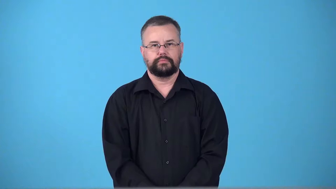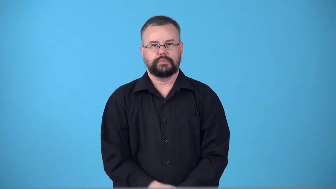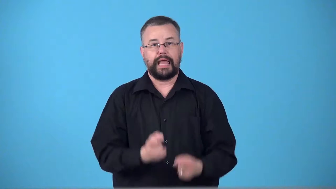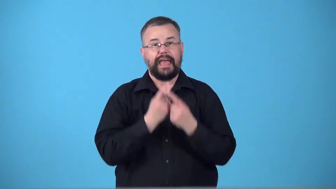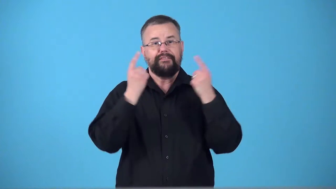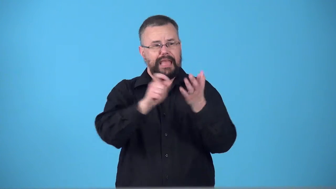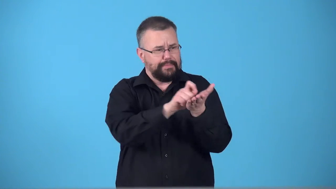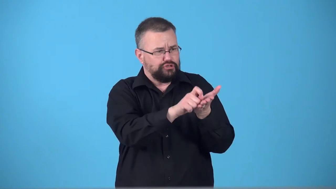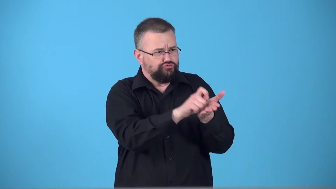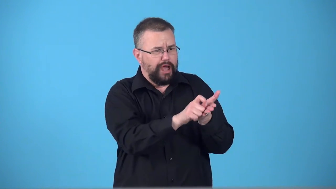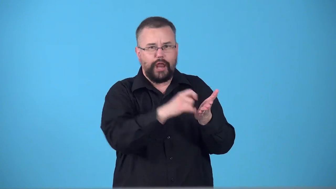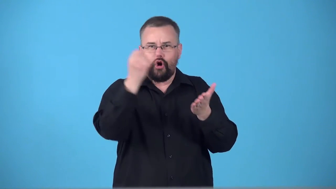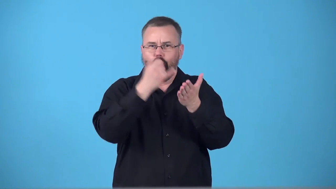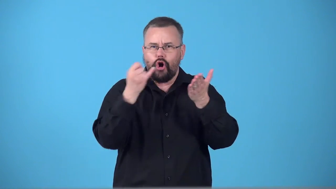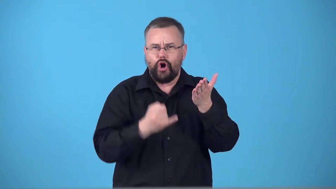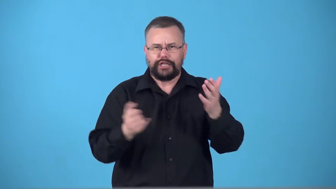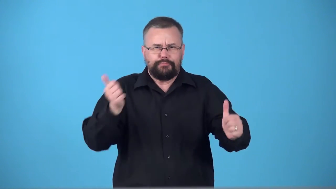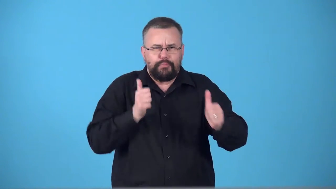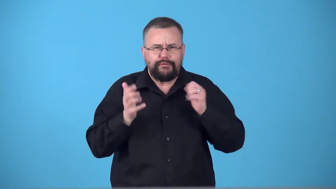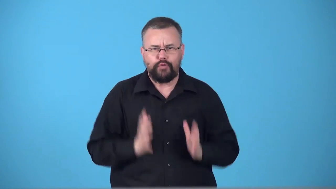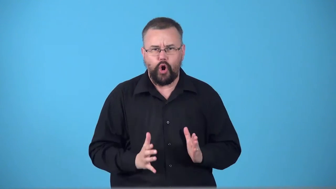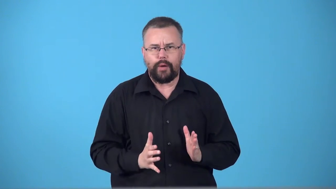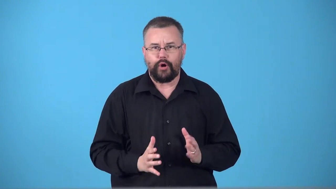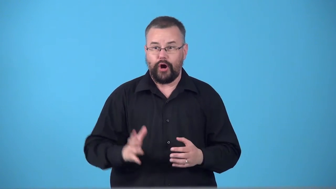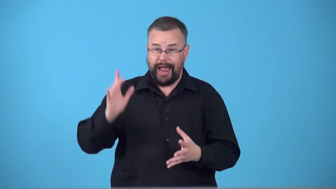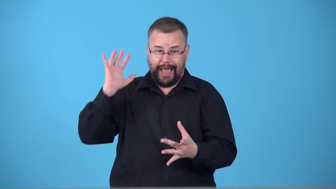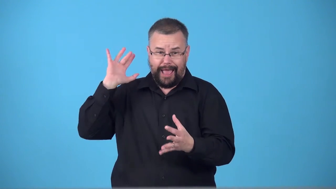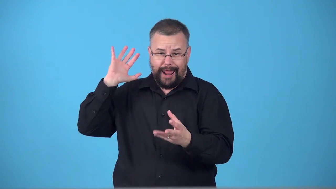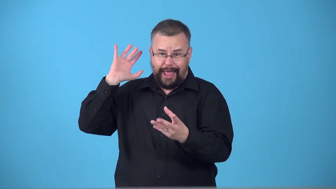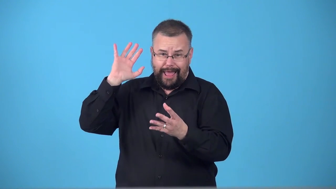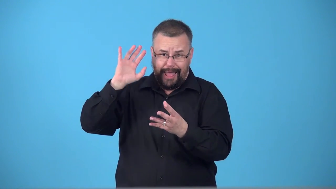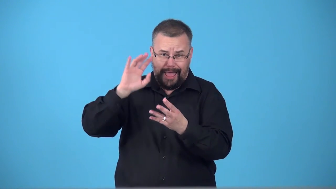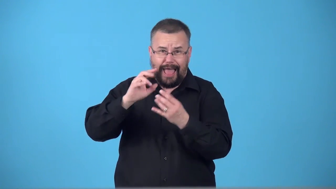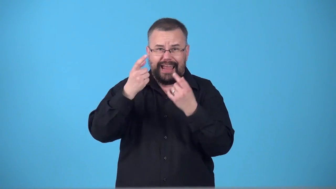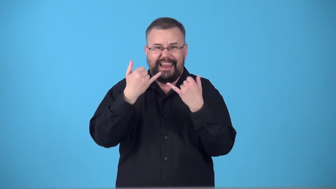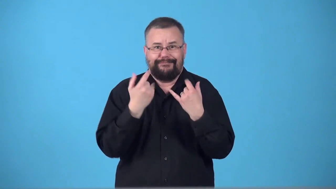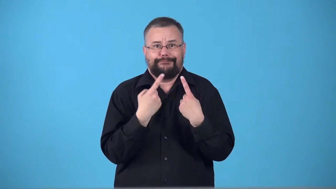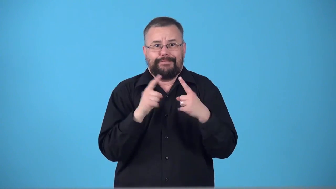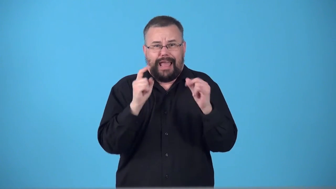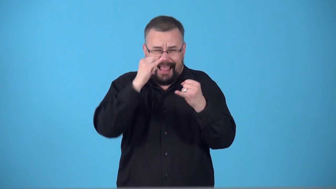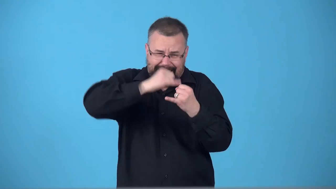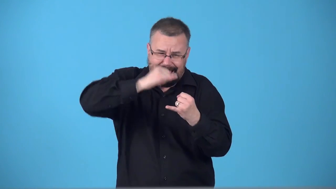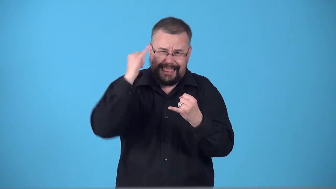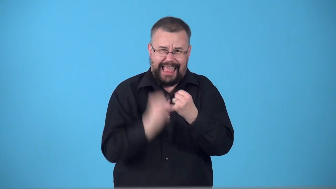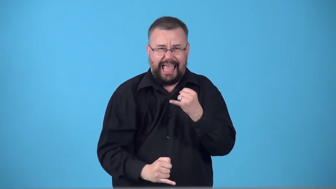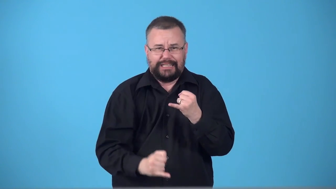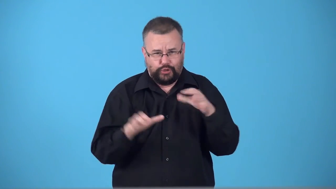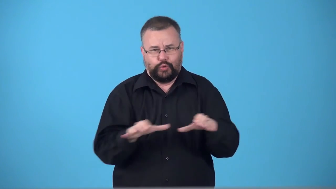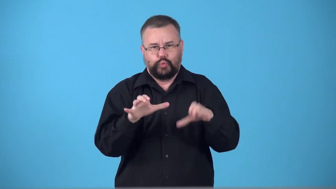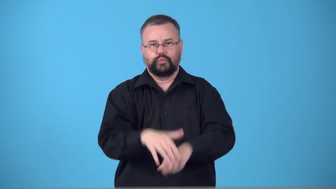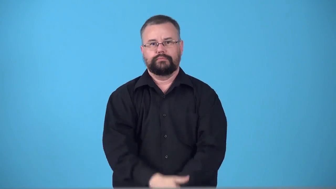swansong